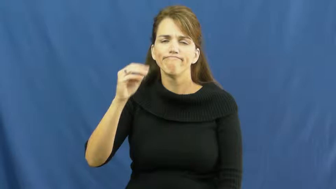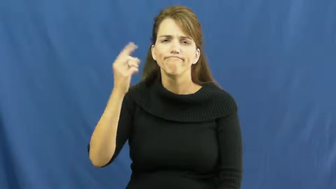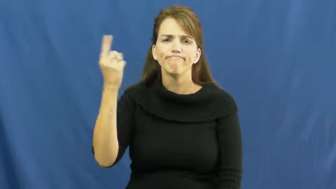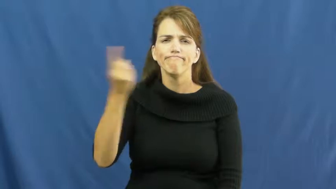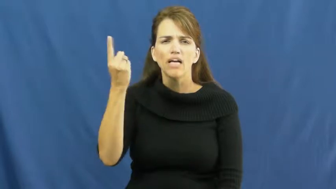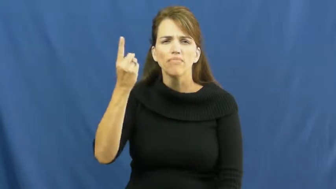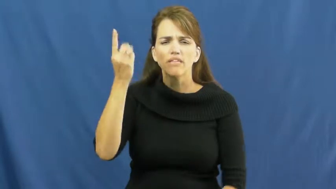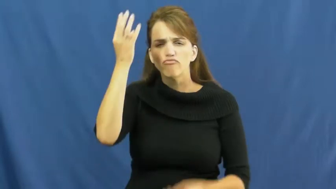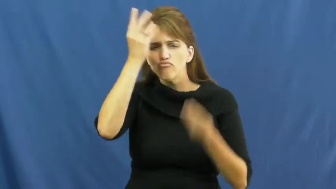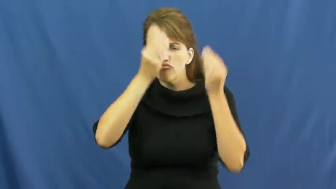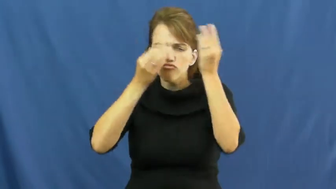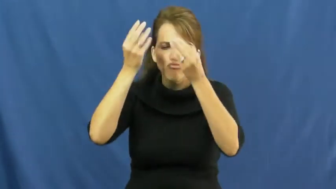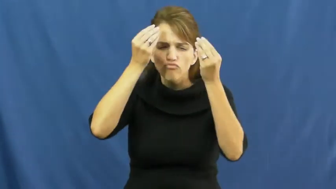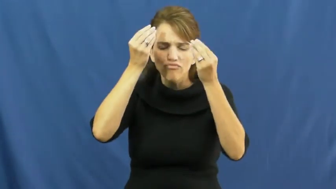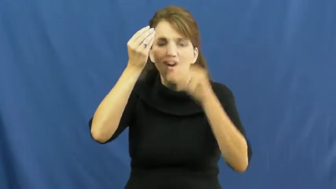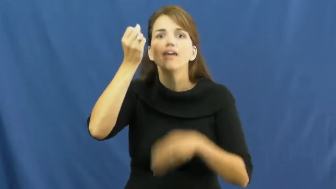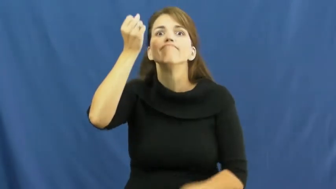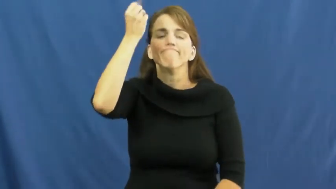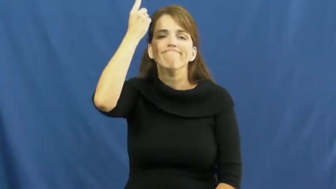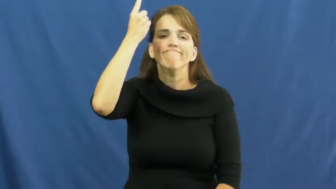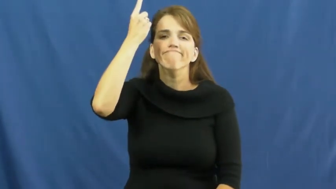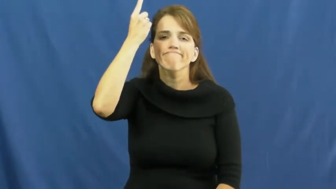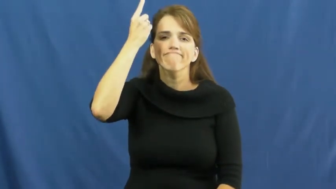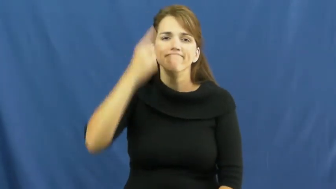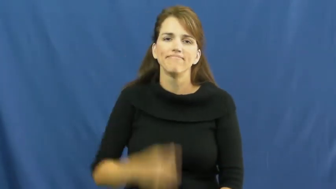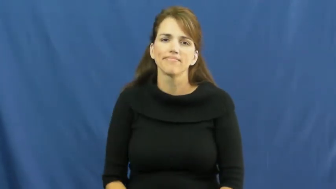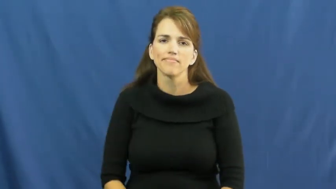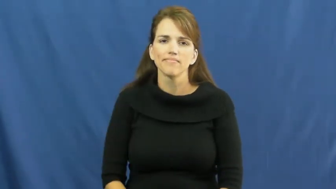fathom,cognizance,trow-think